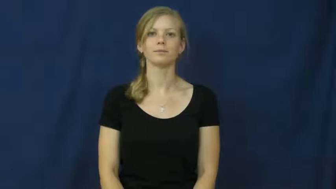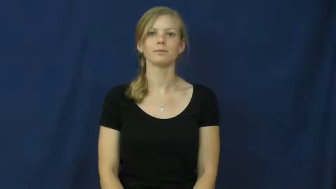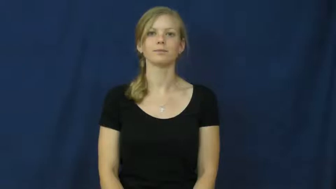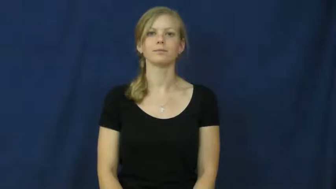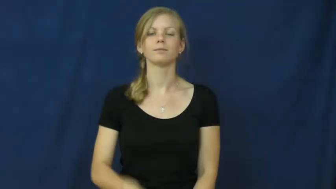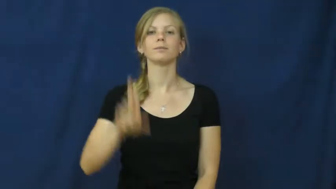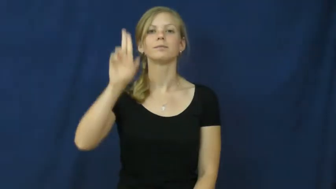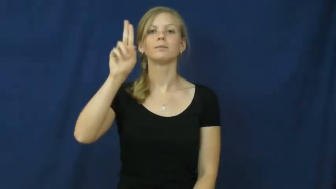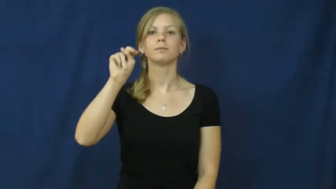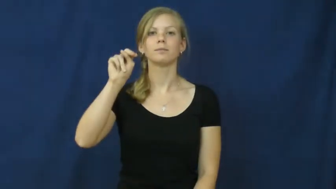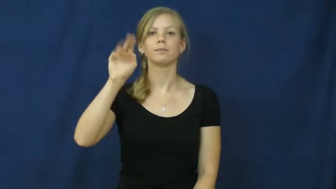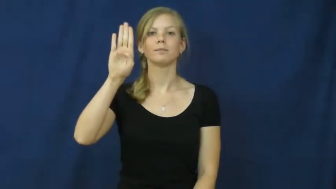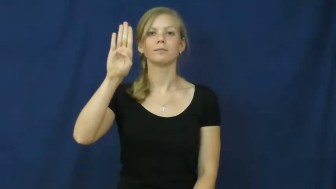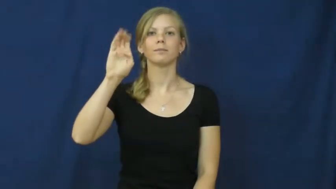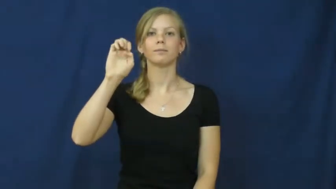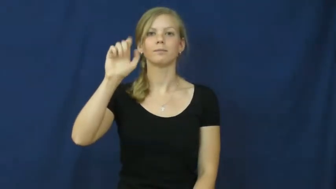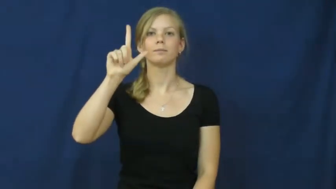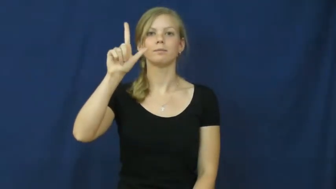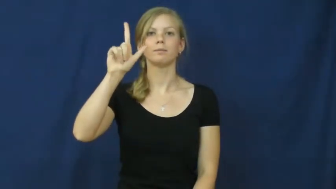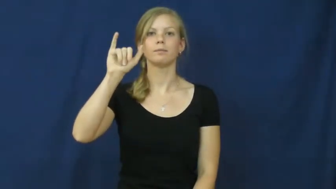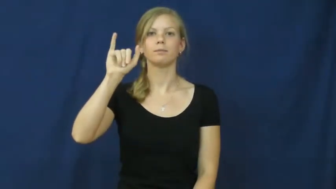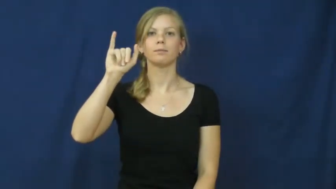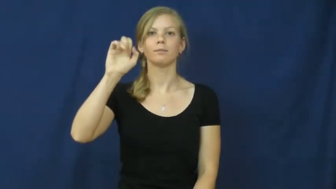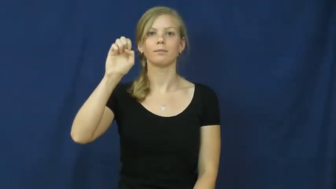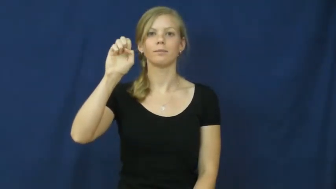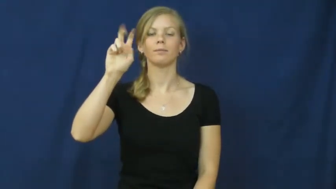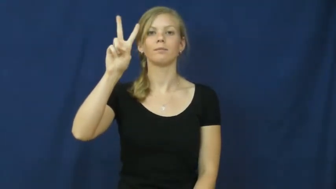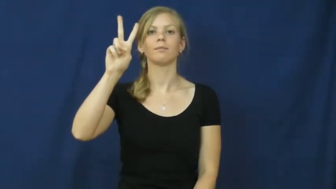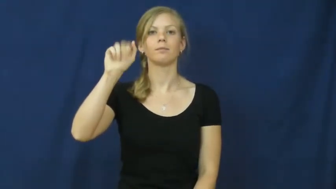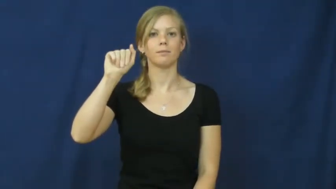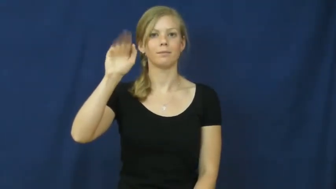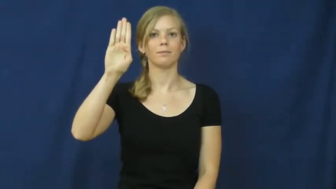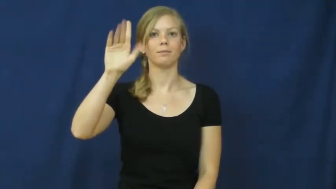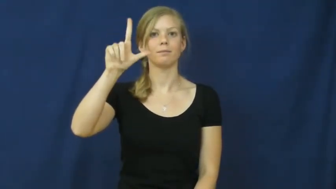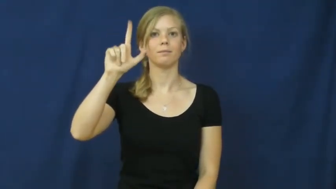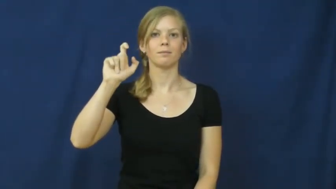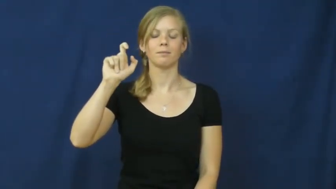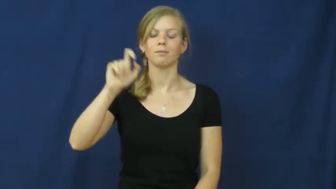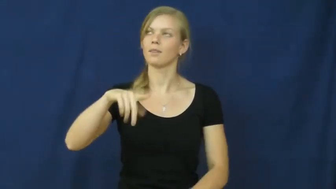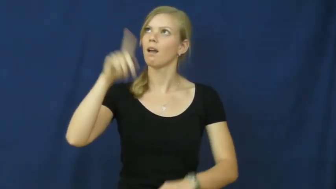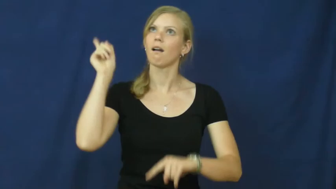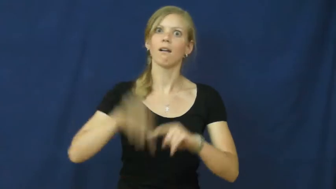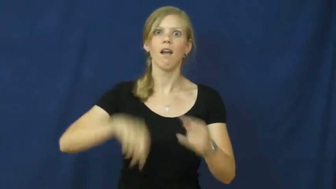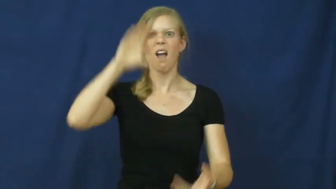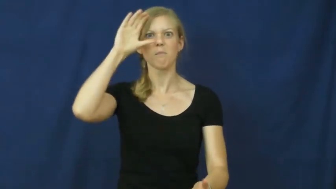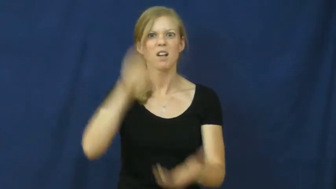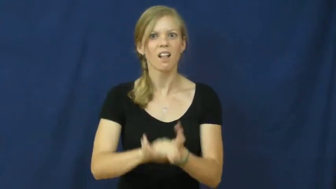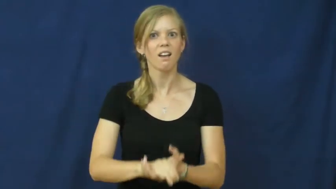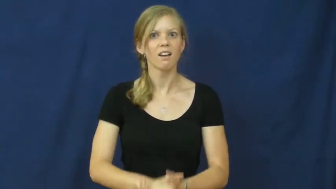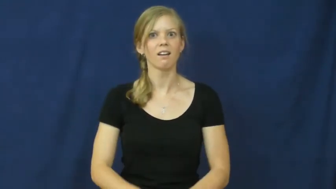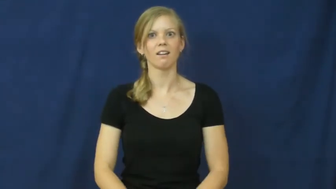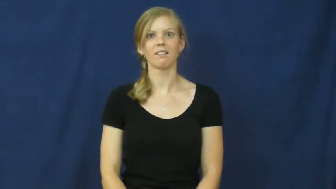unbelievable